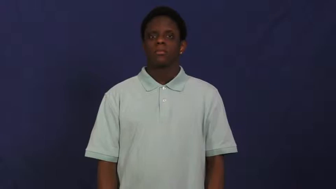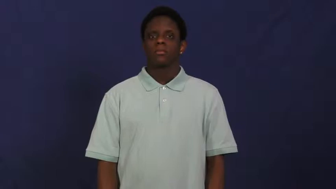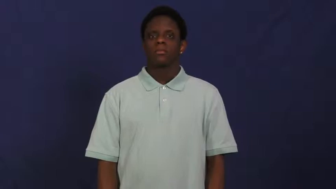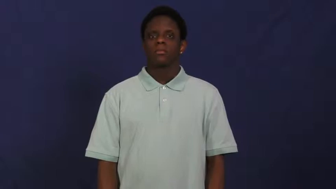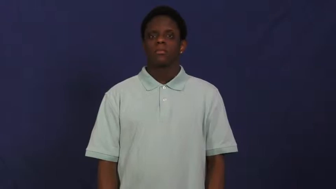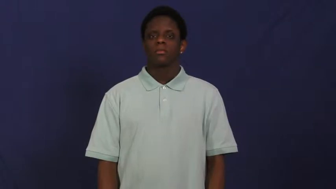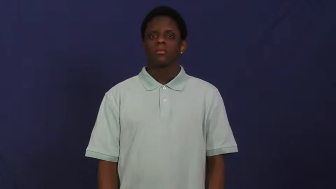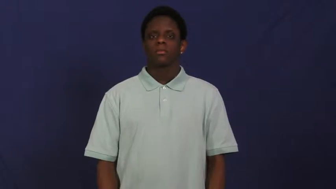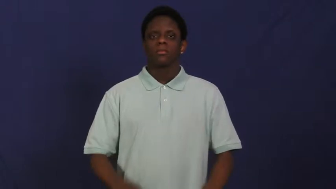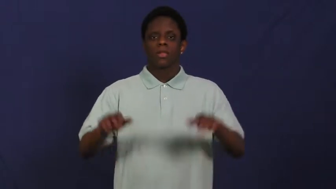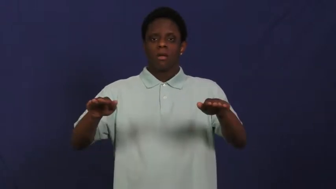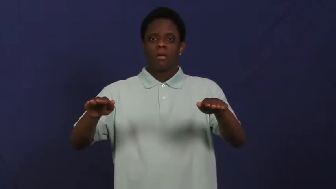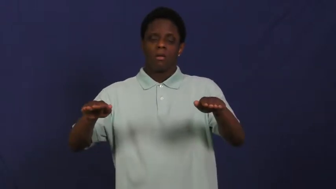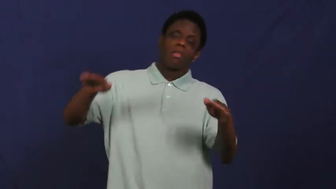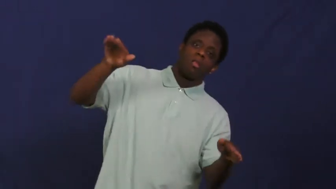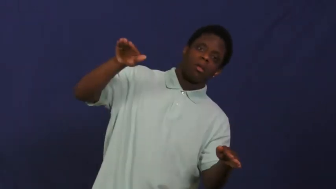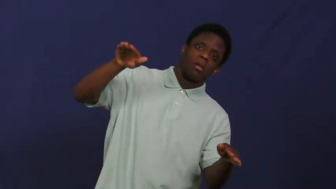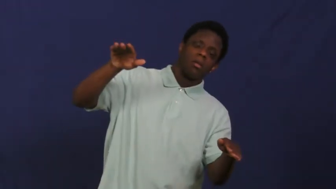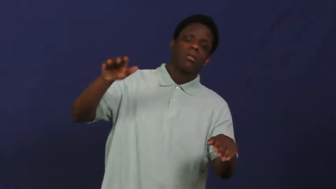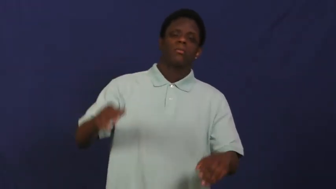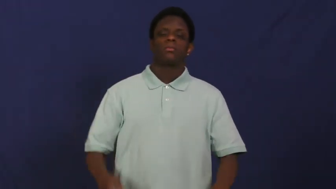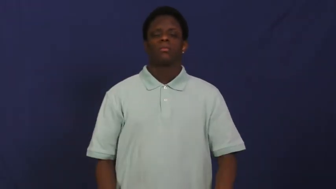lopsided